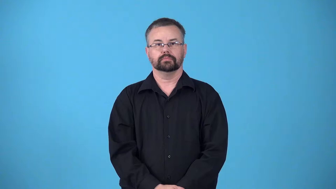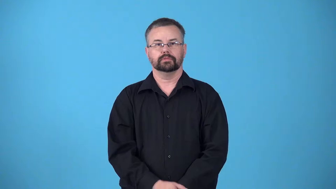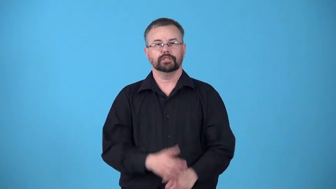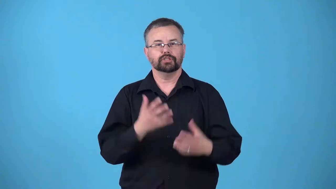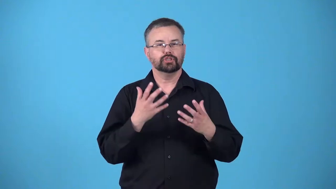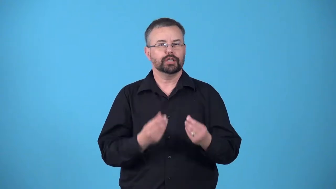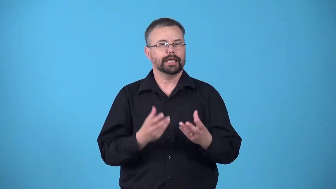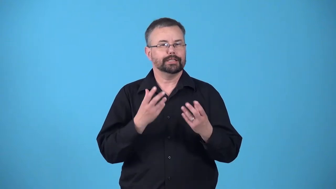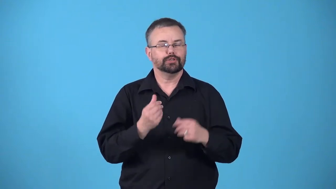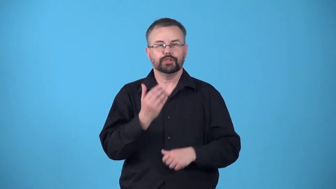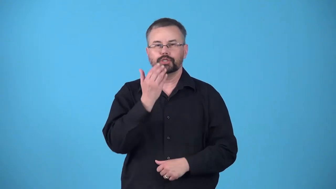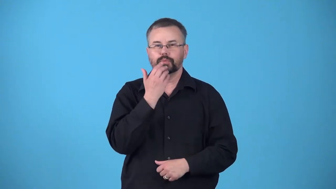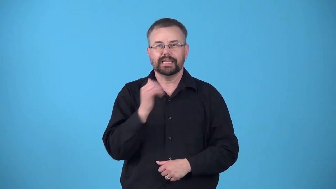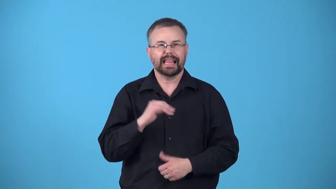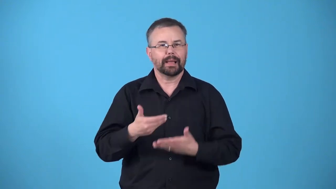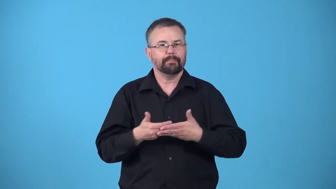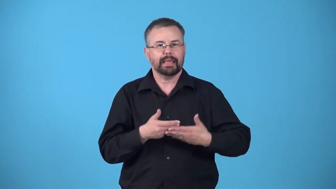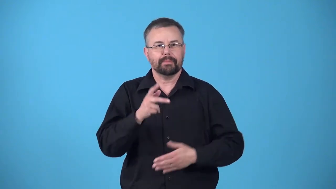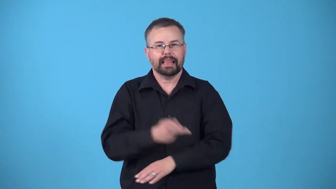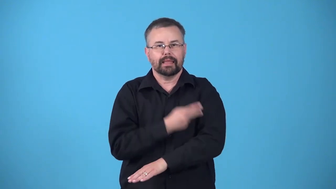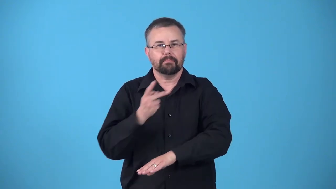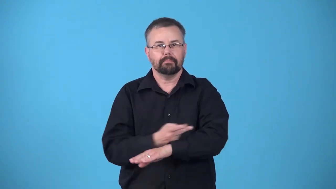lamblike